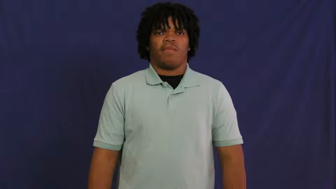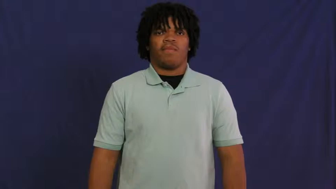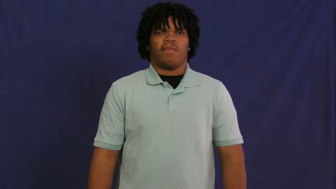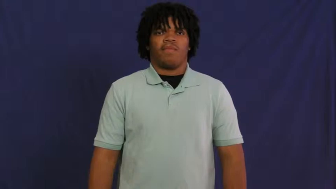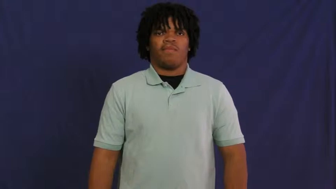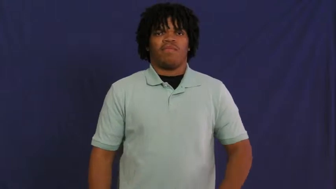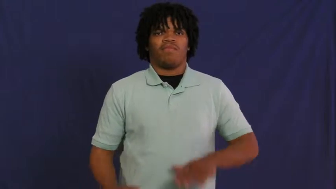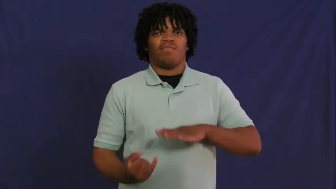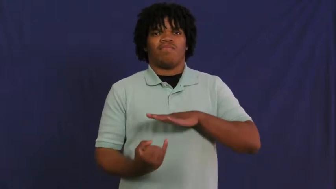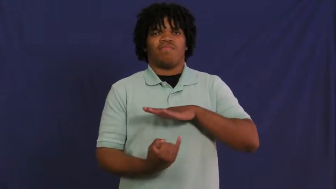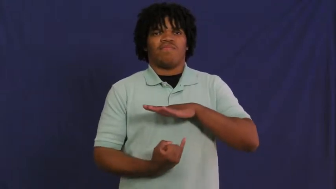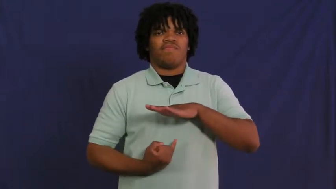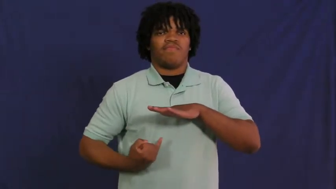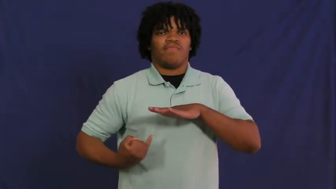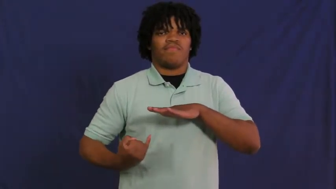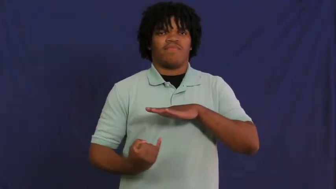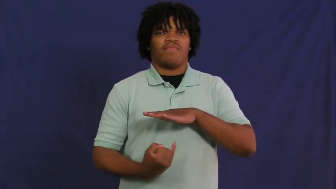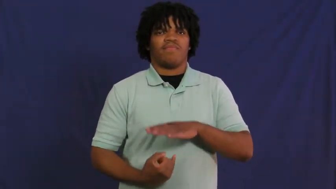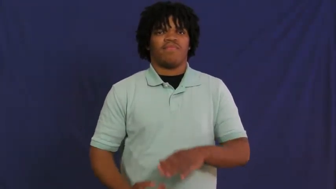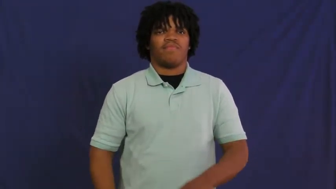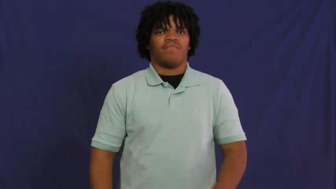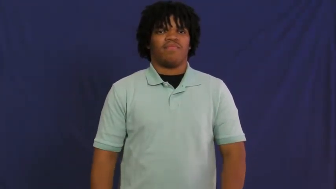inferior